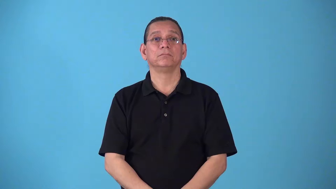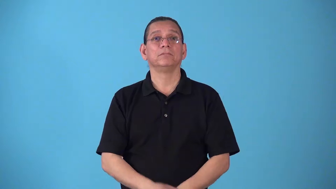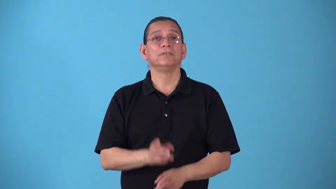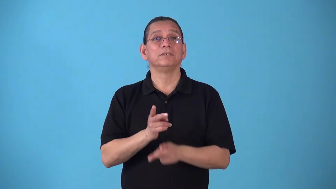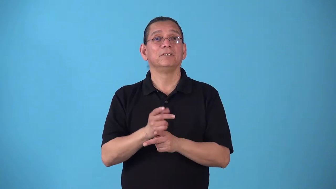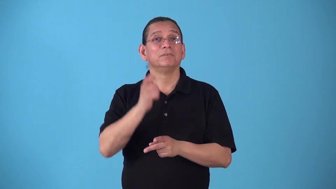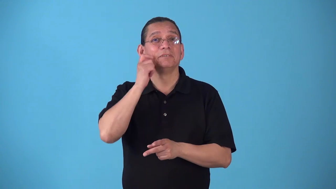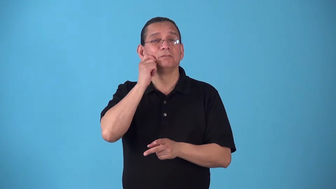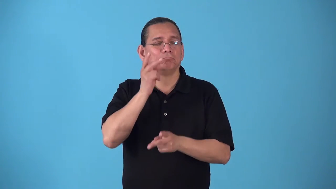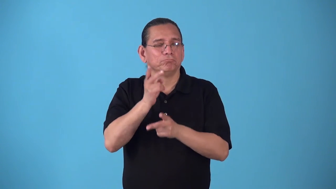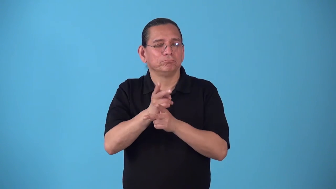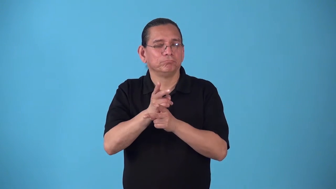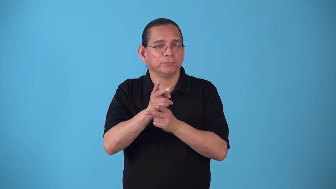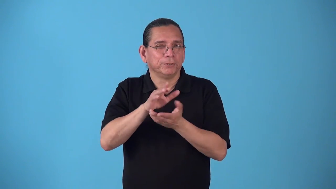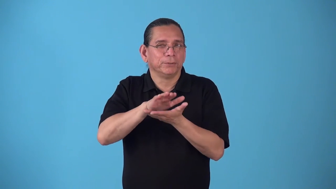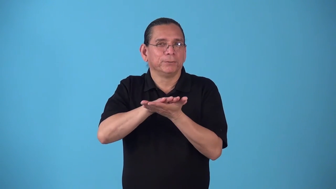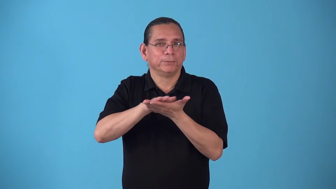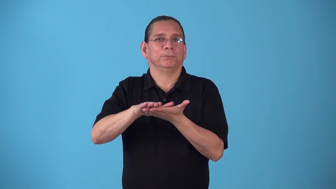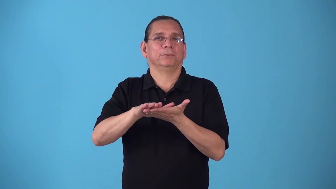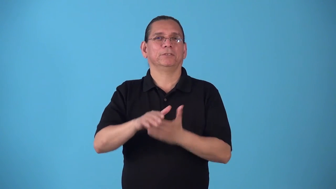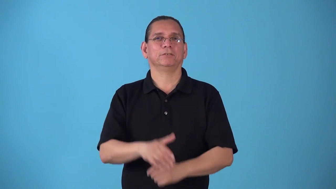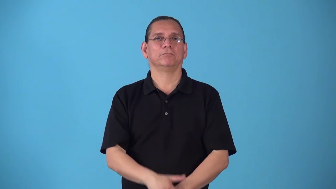skincare